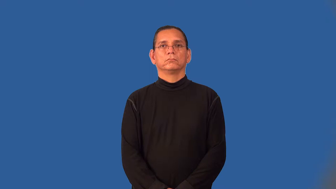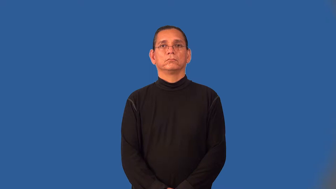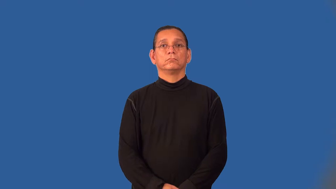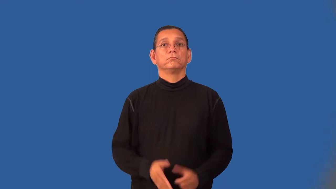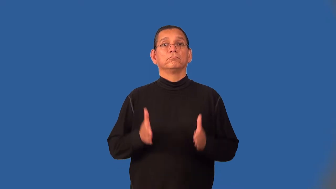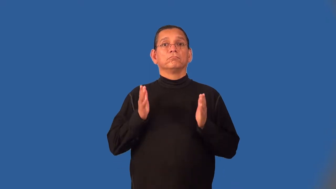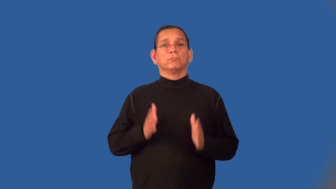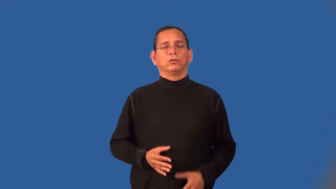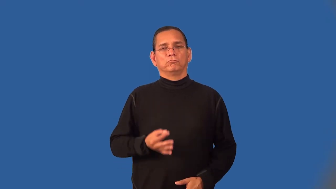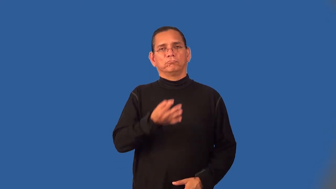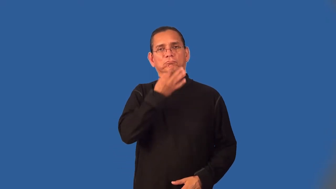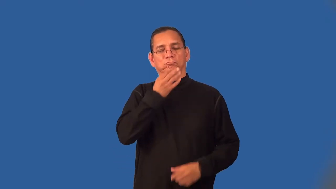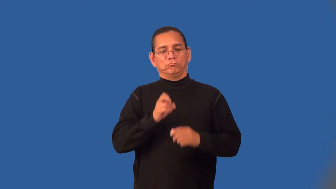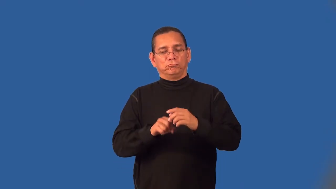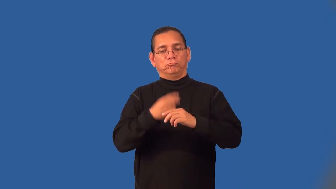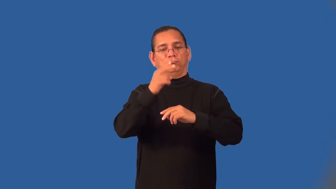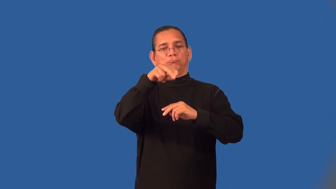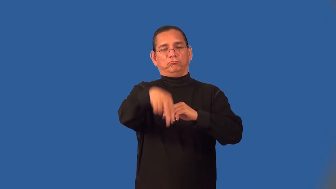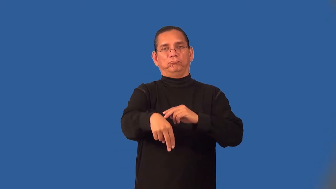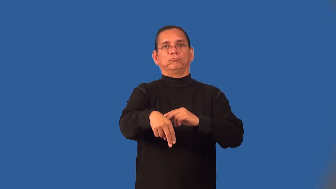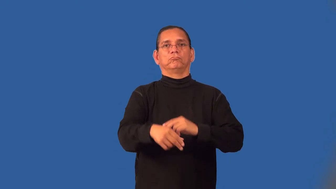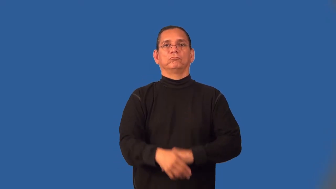vaulter